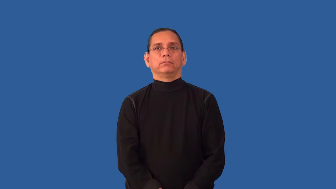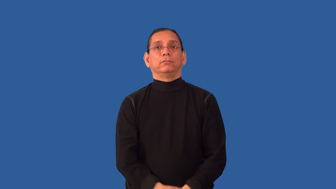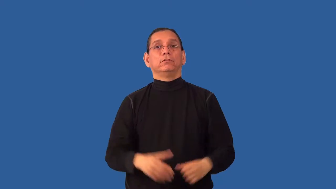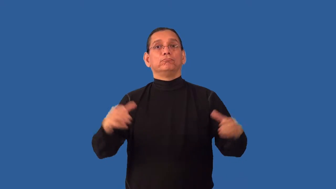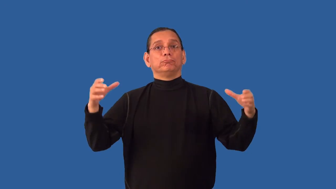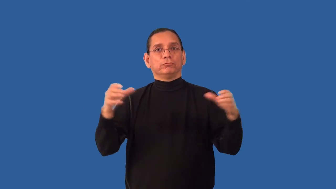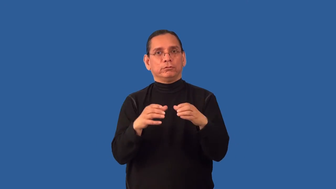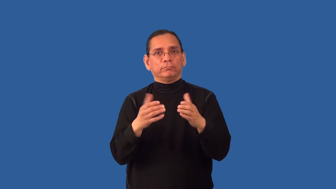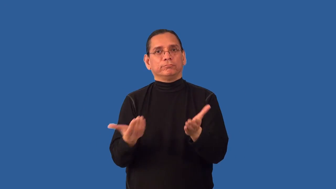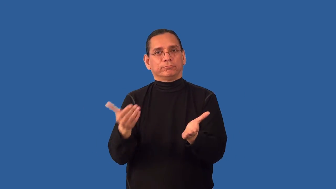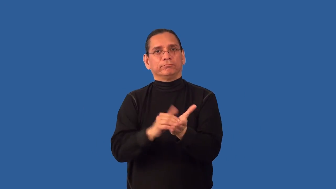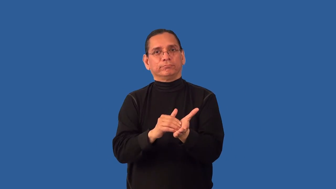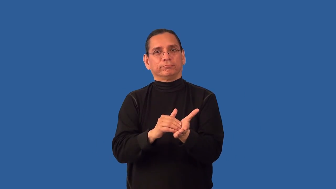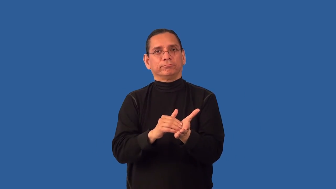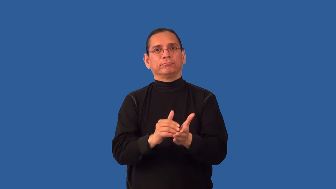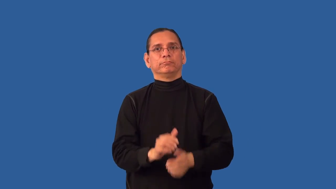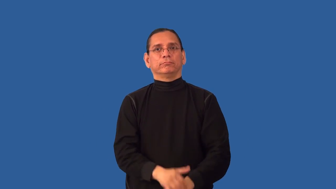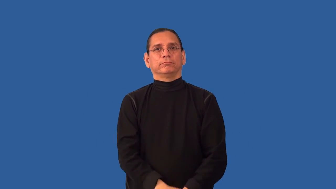reassemble